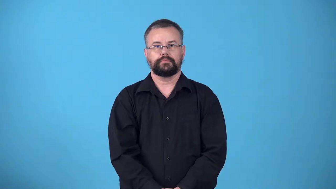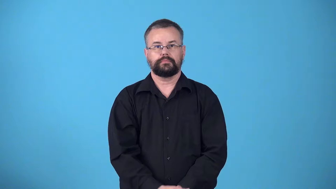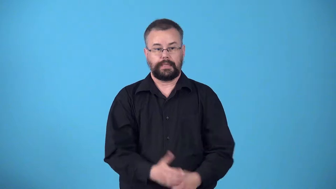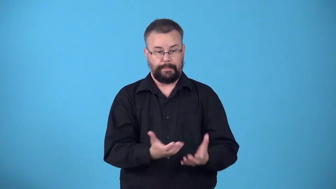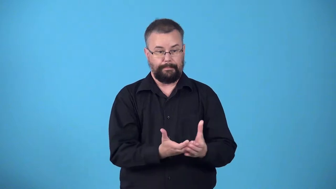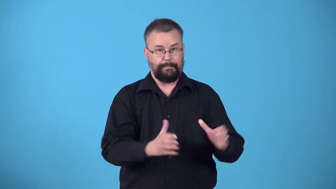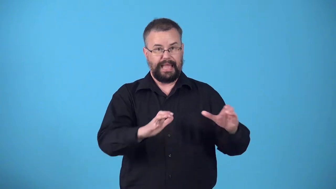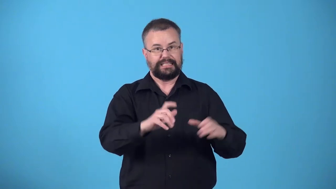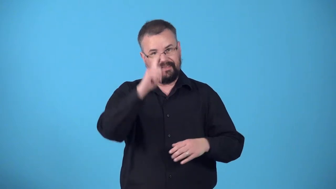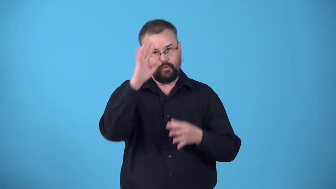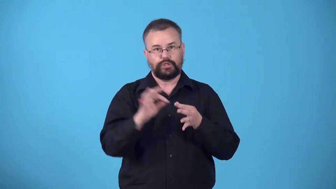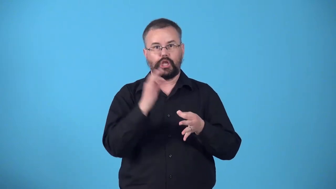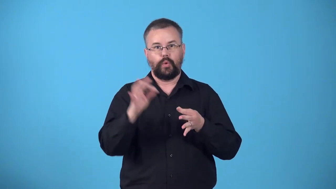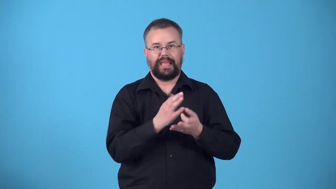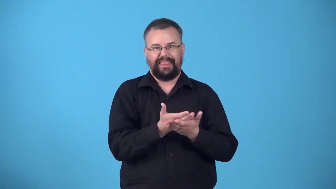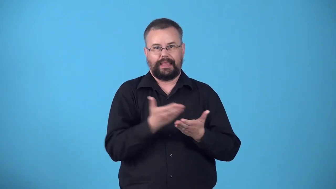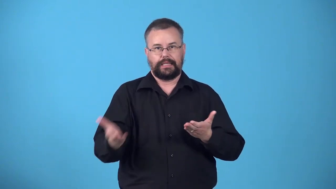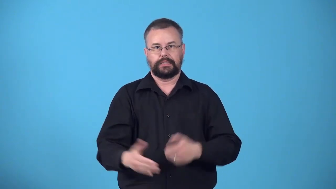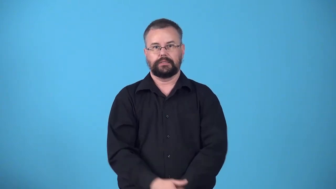workbasket